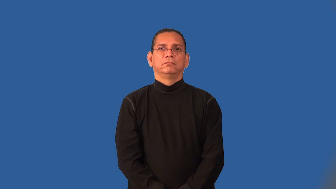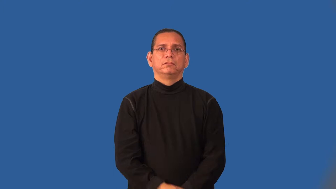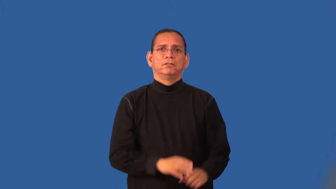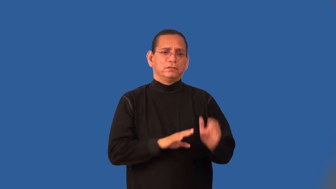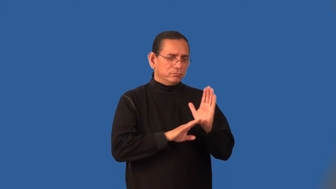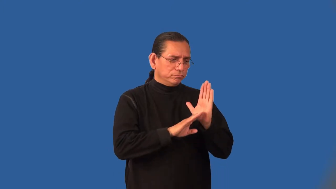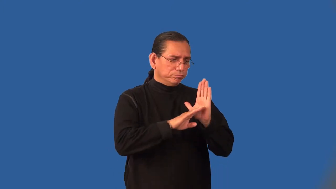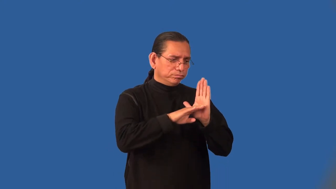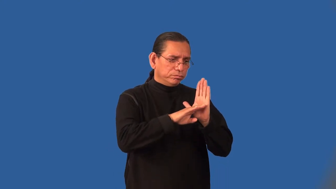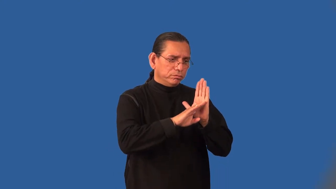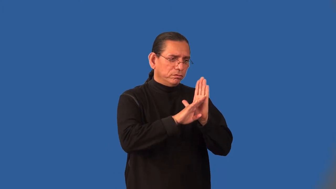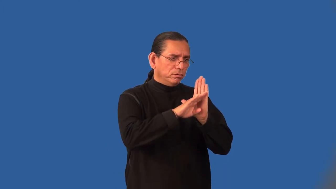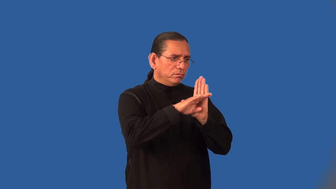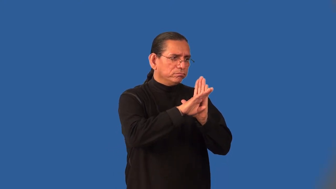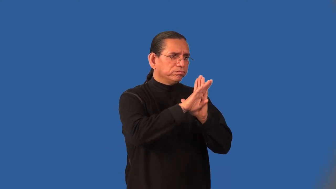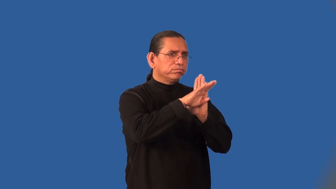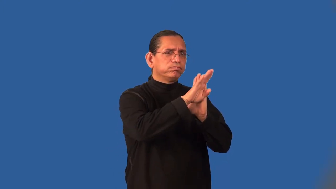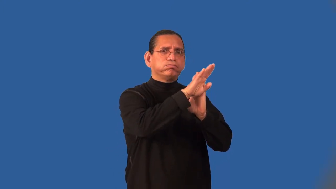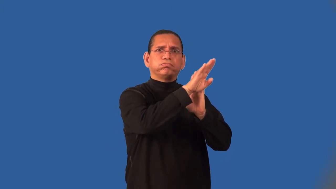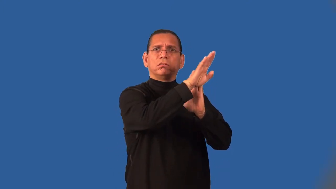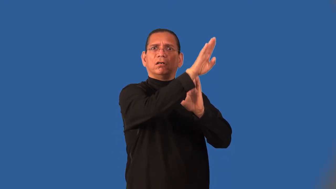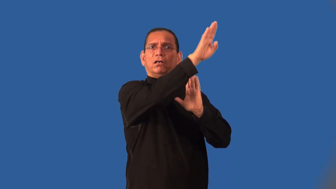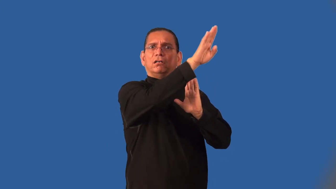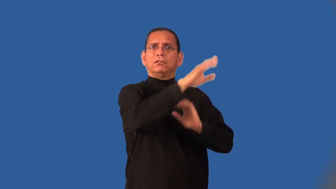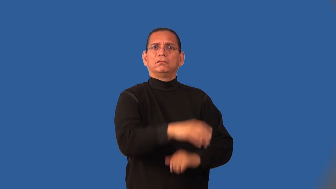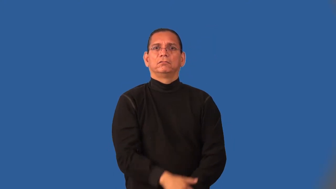inflation